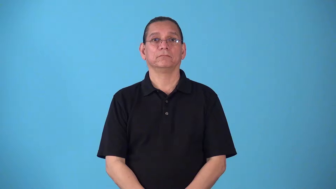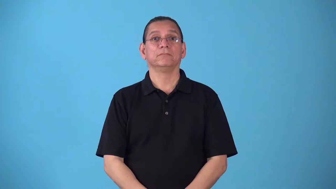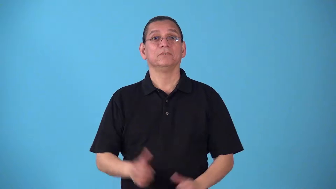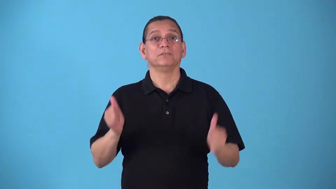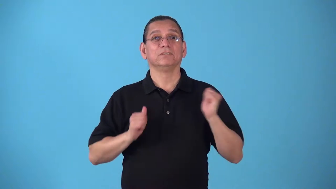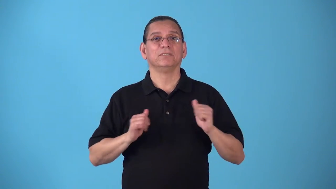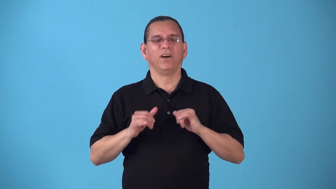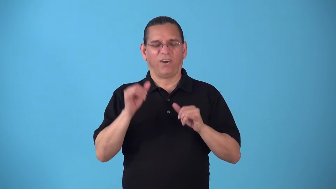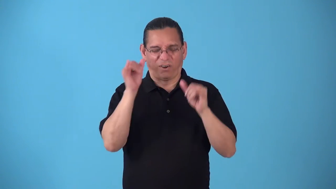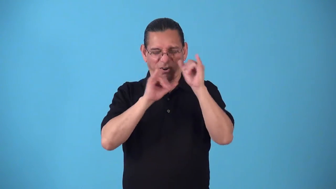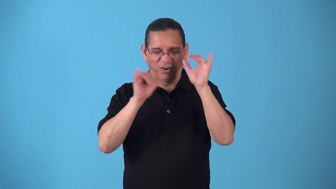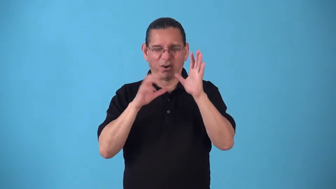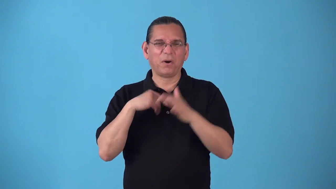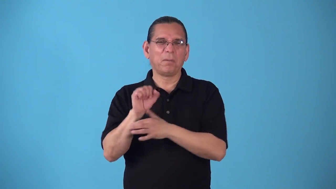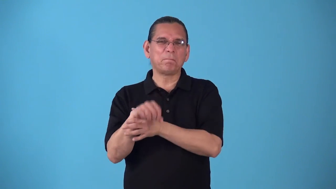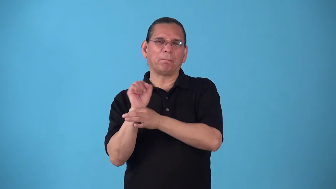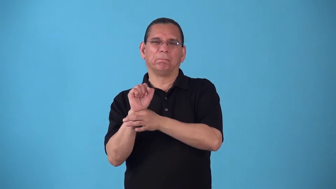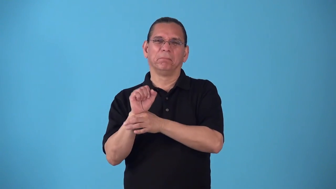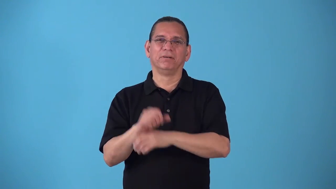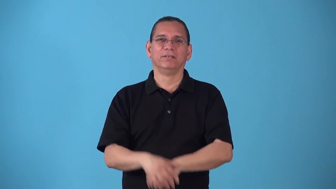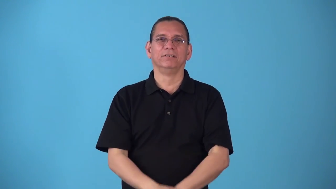showstopping